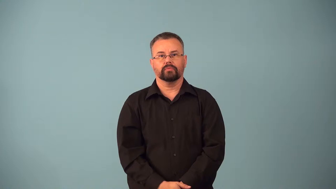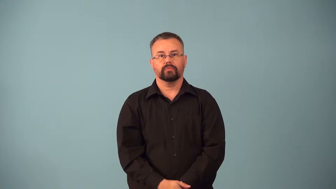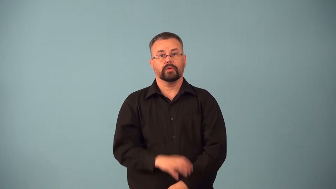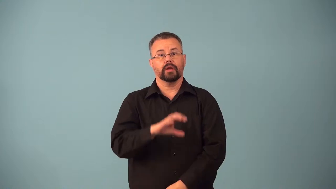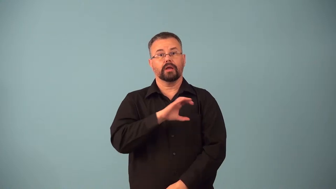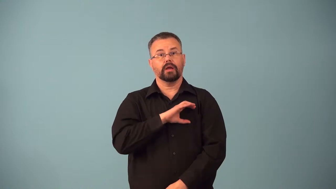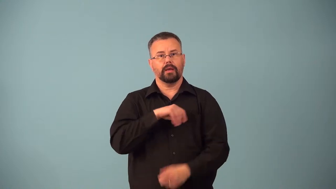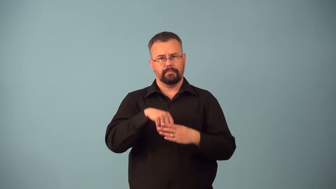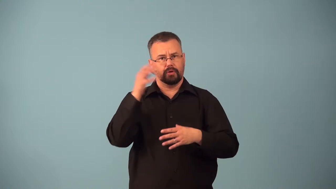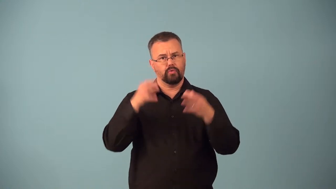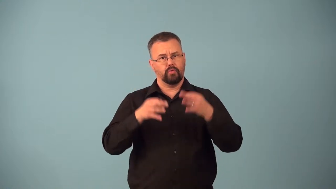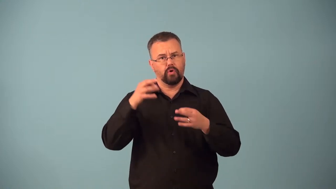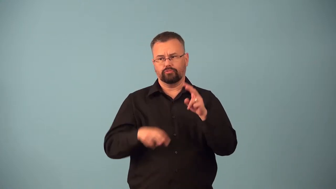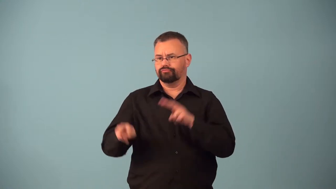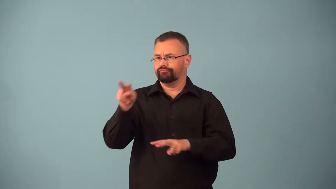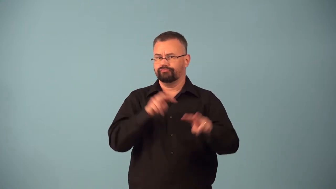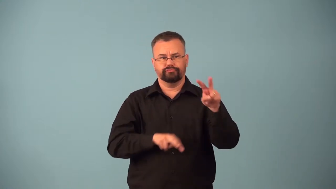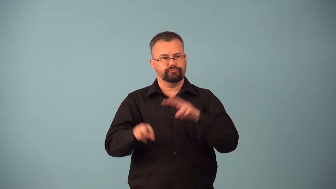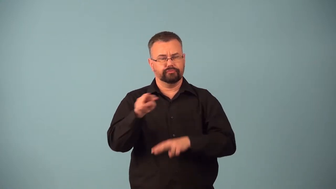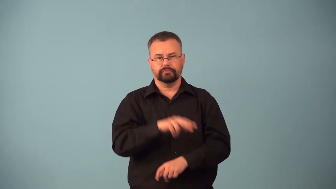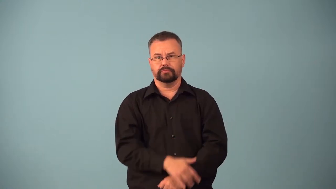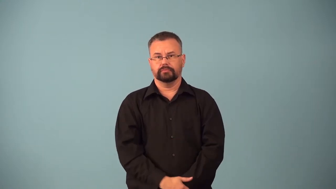bailiff